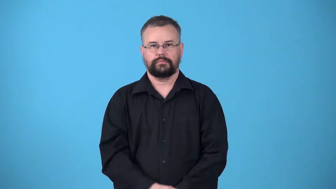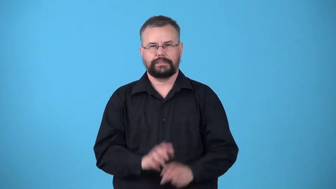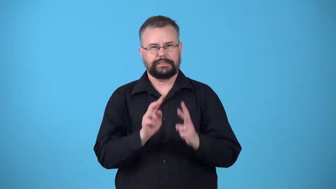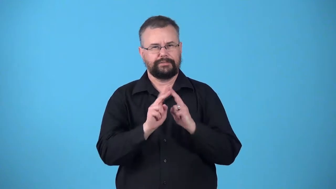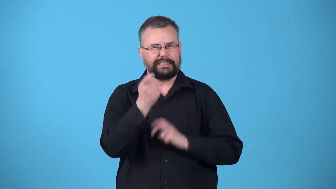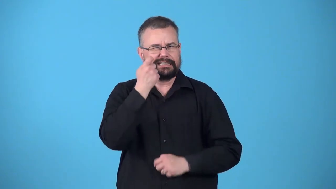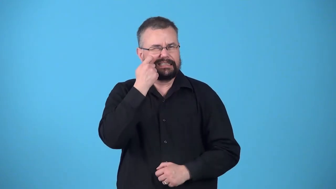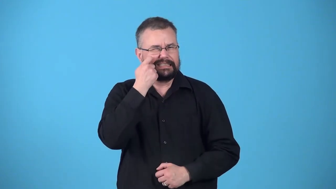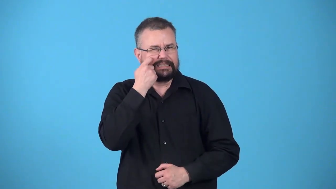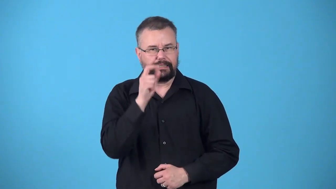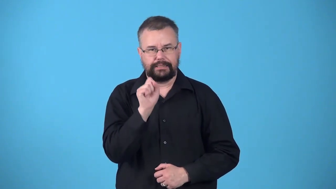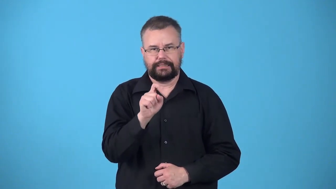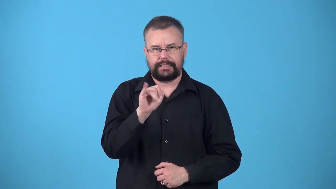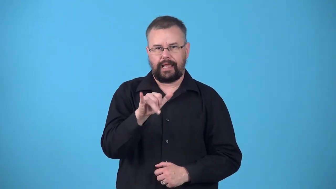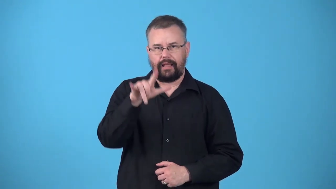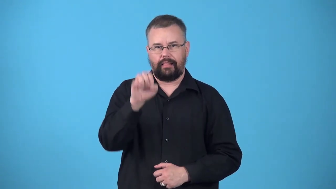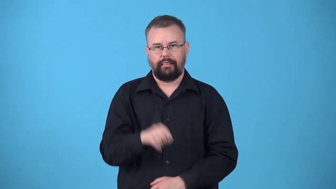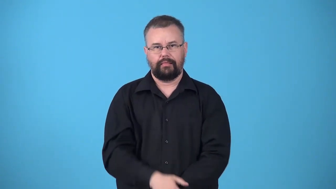ultramodern